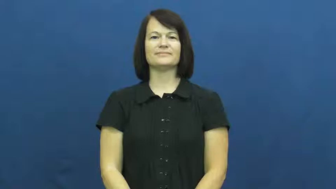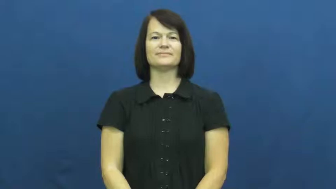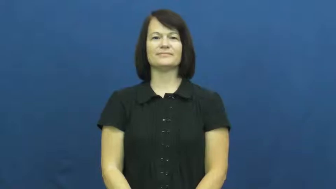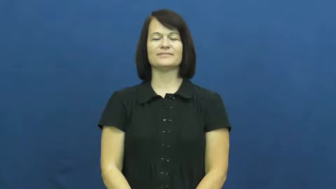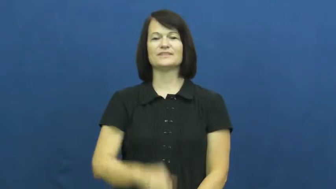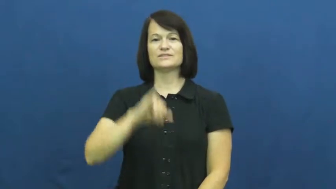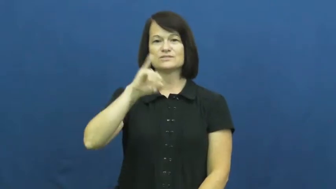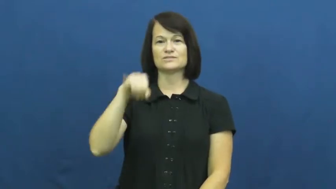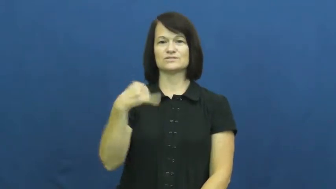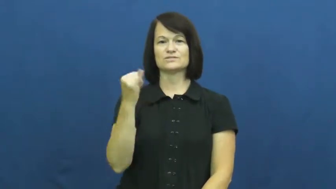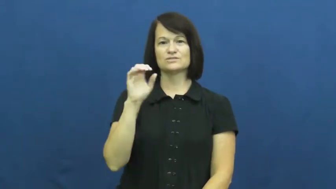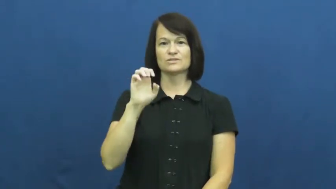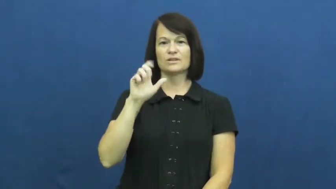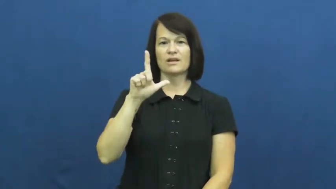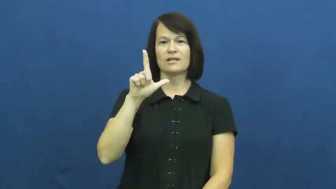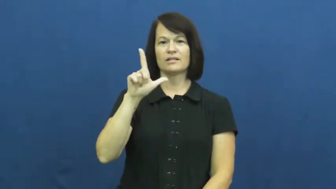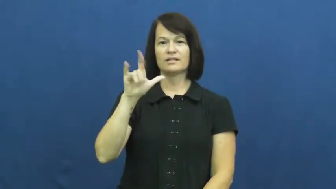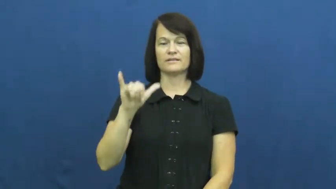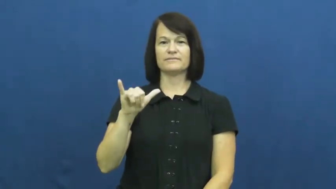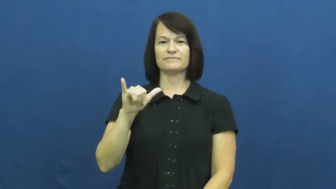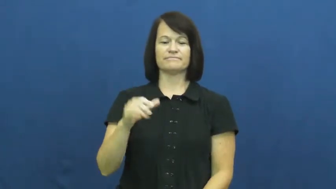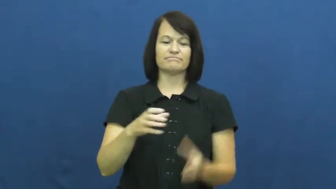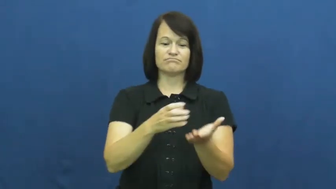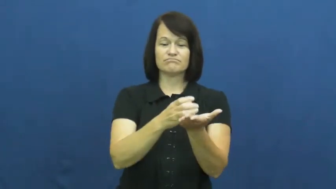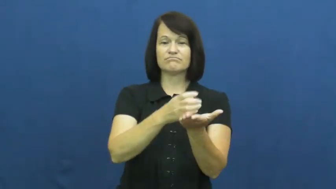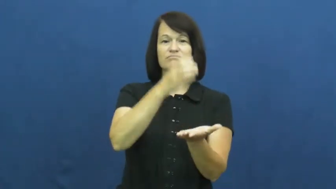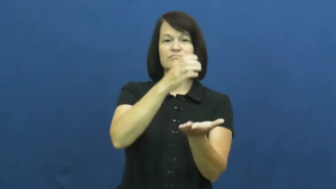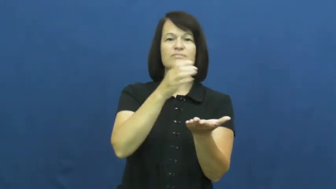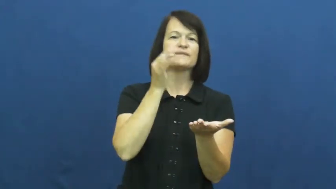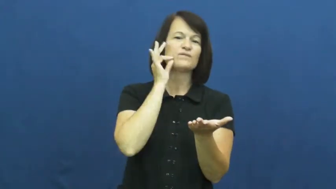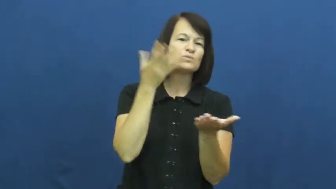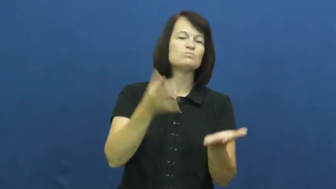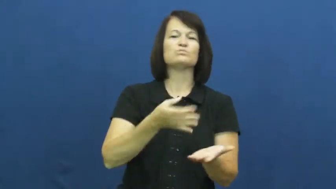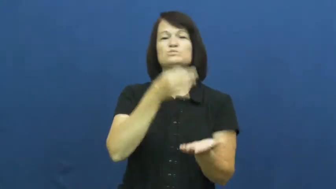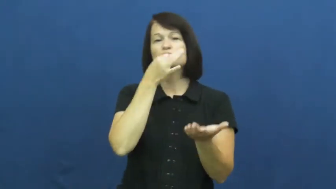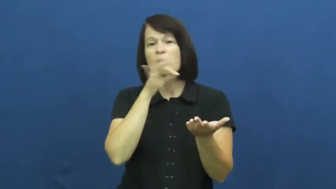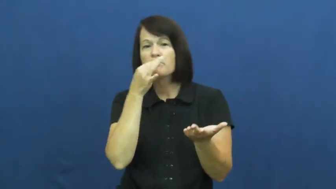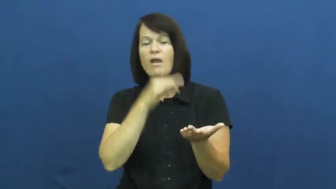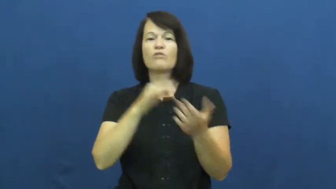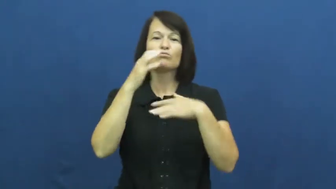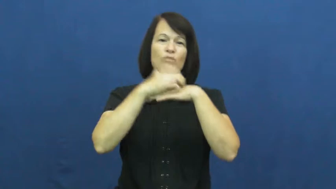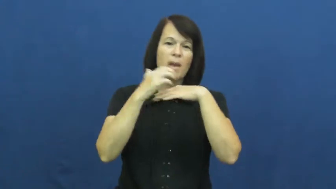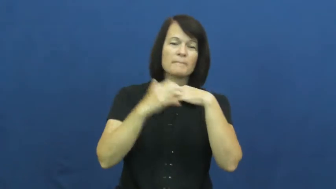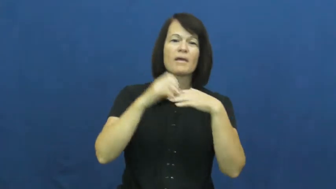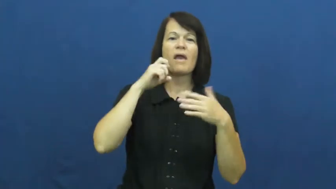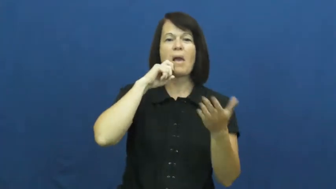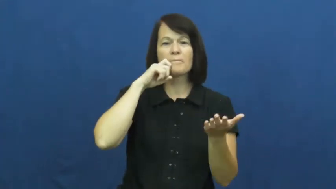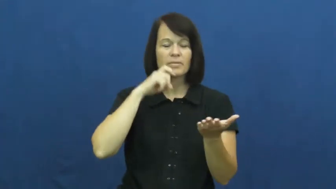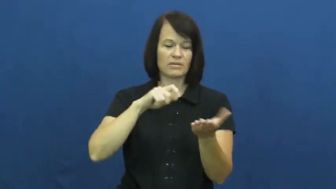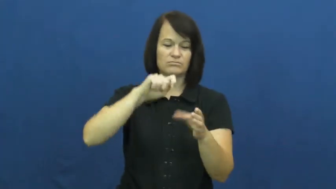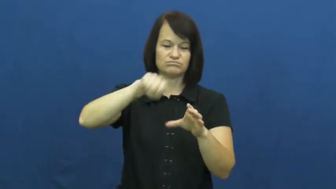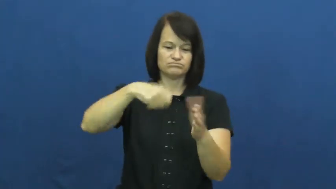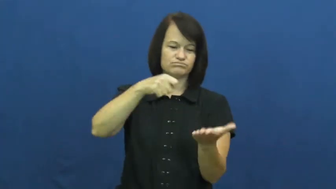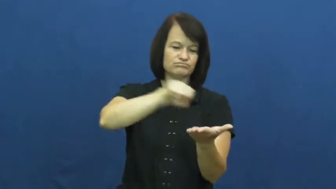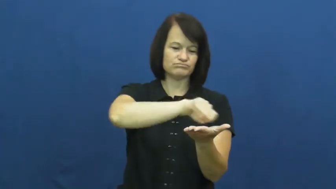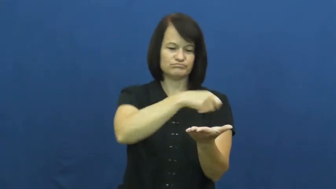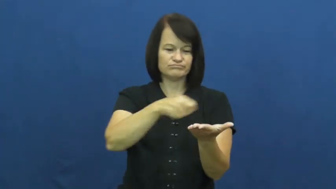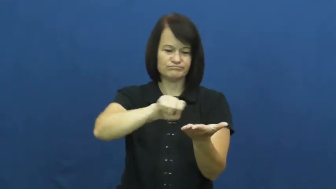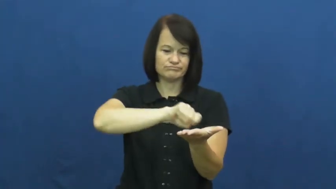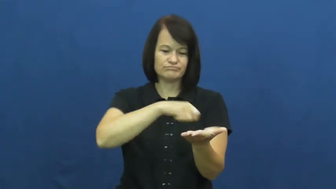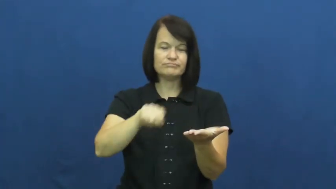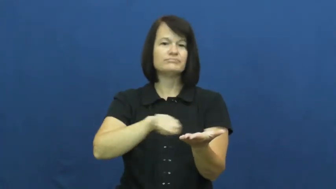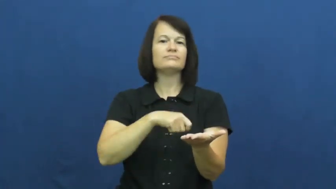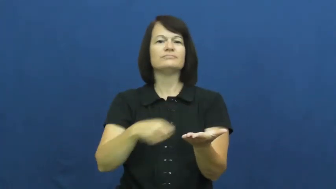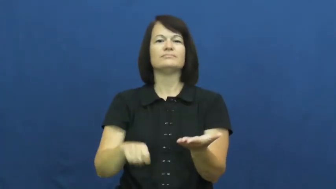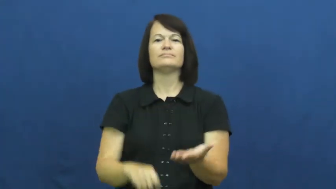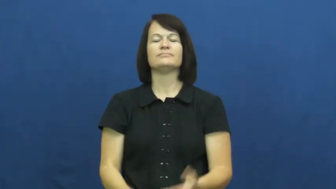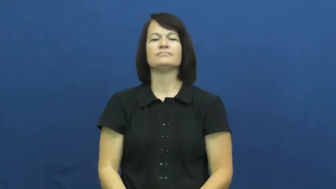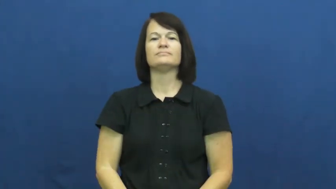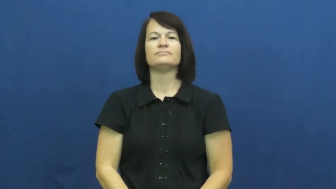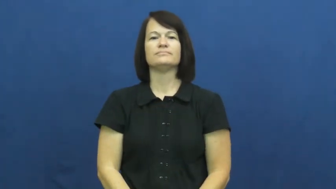jelly